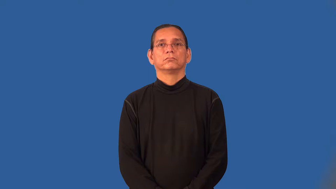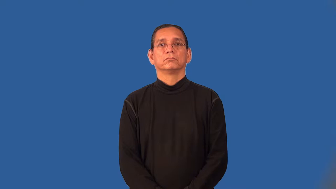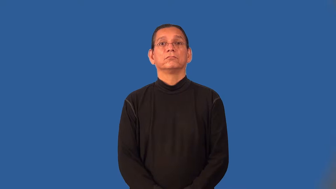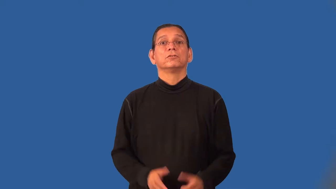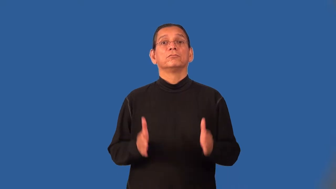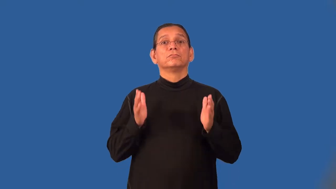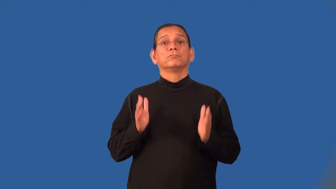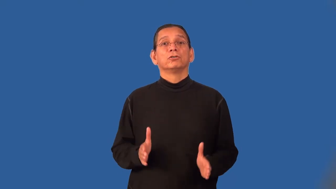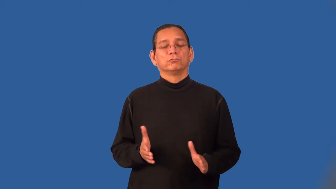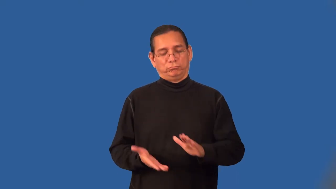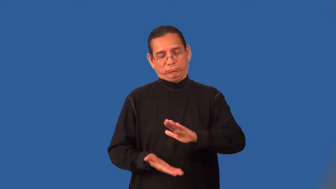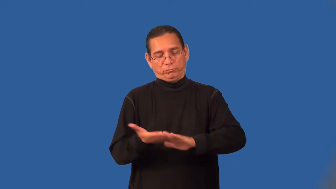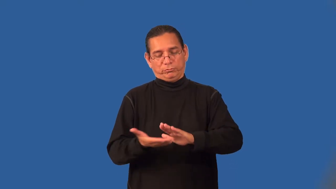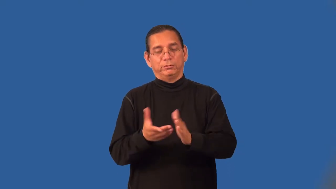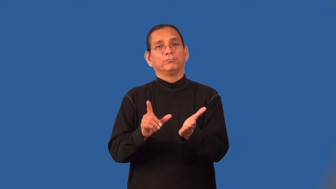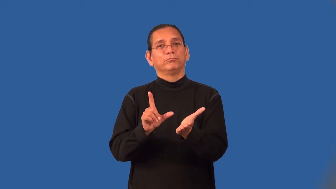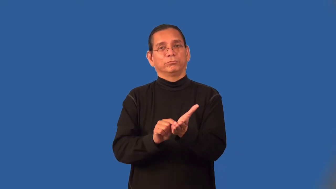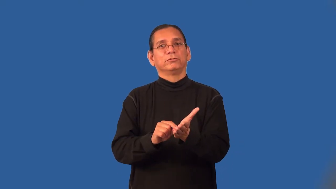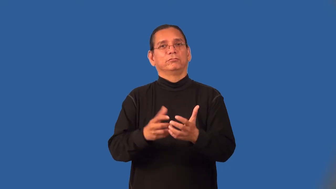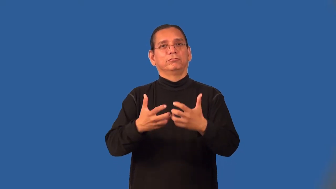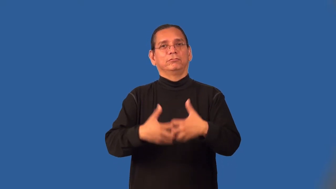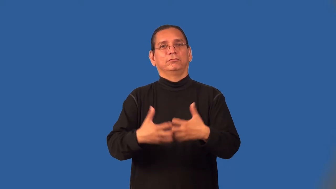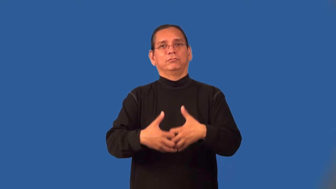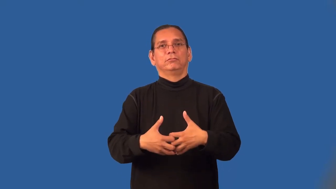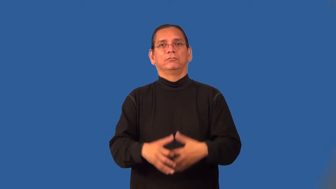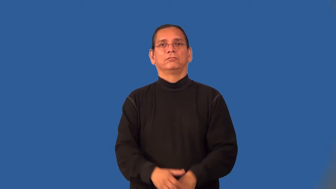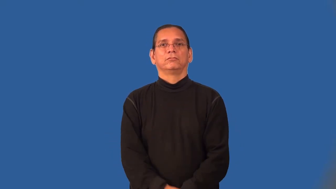pressman